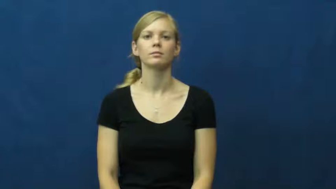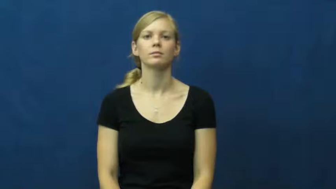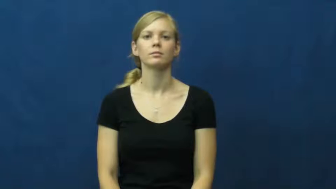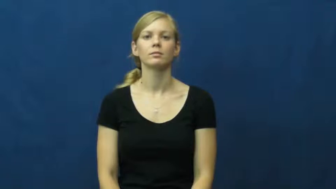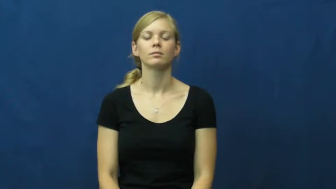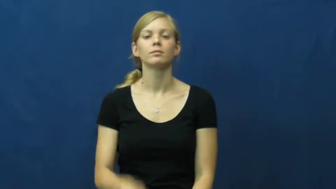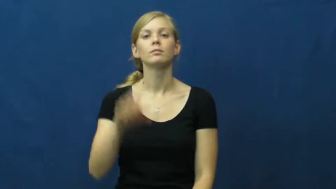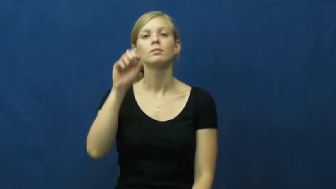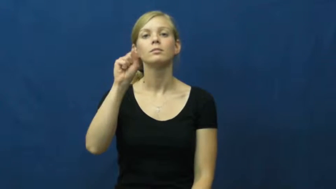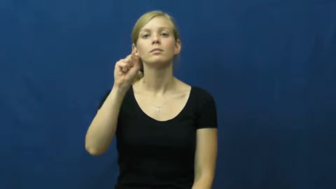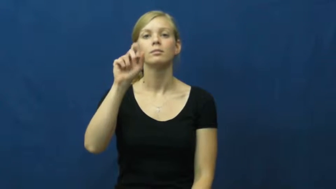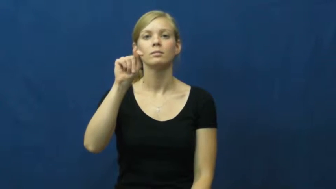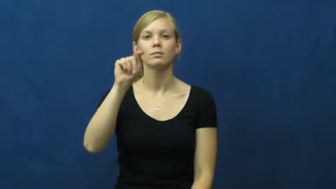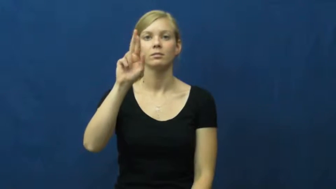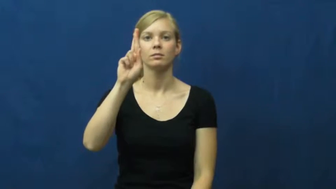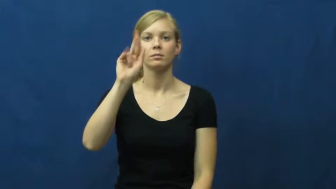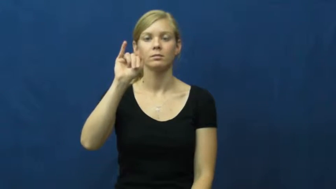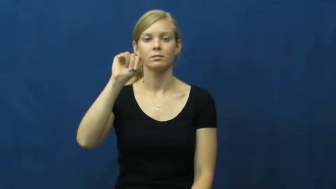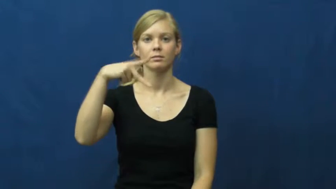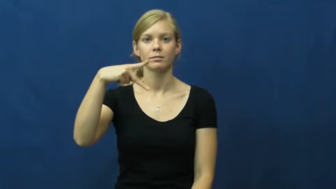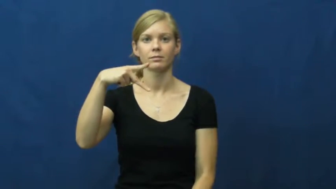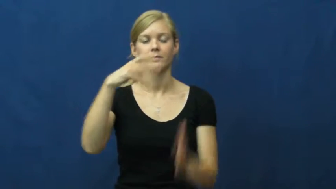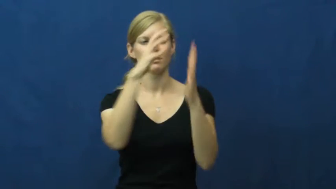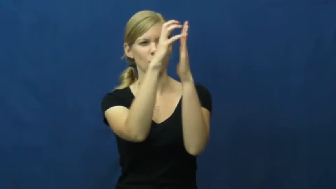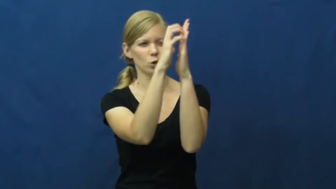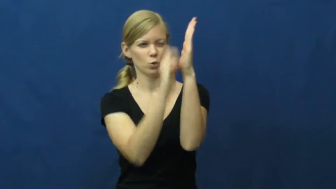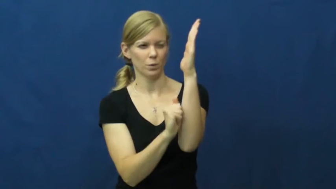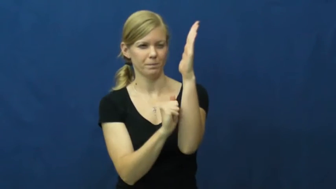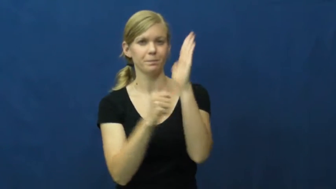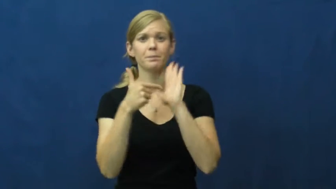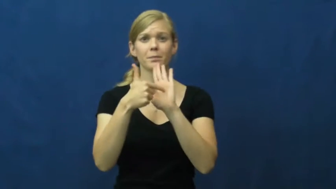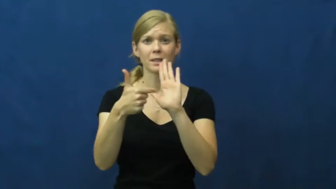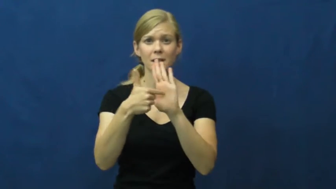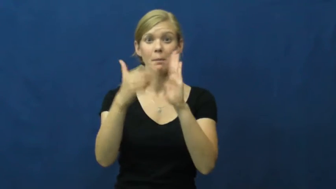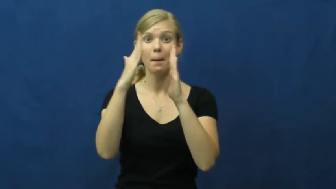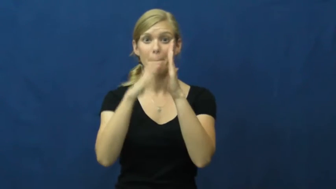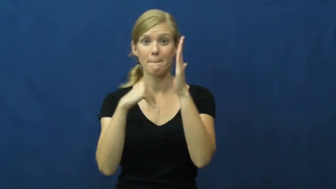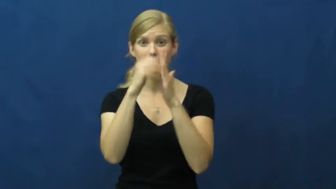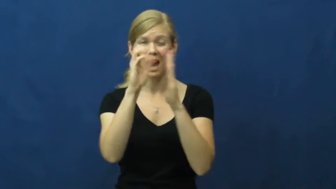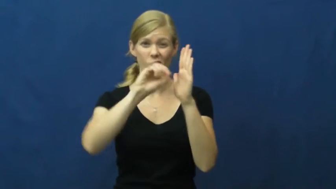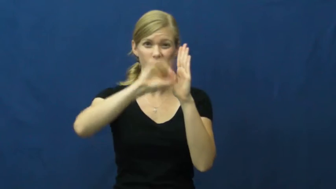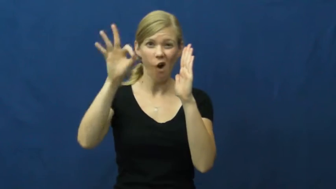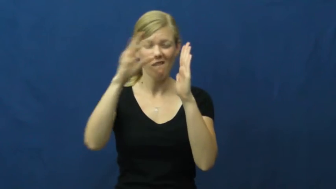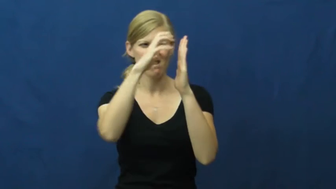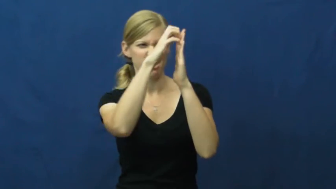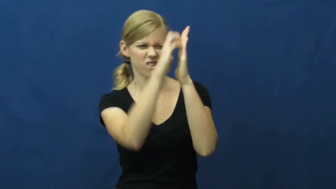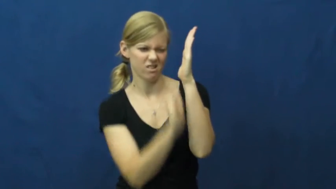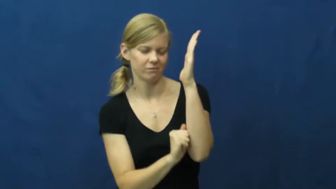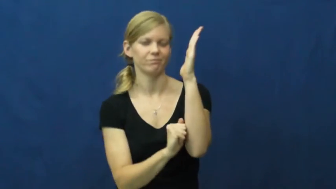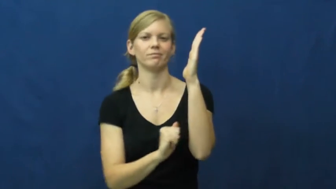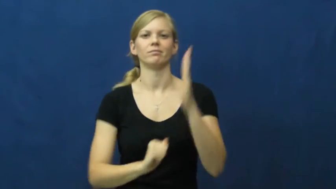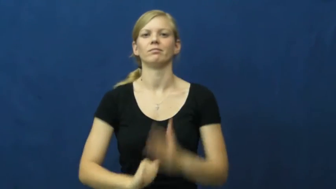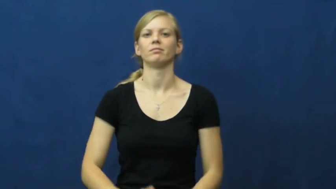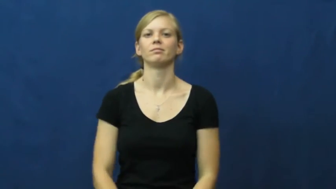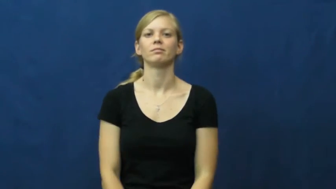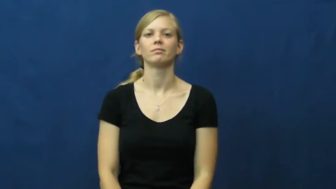strip-off